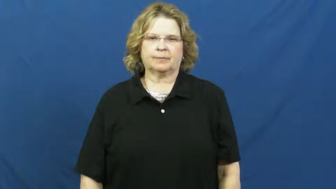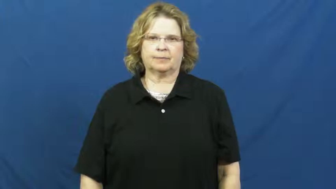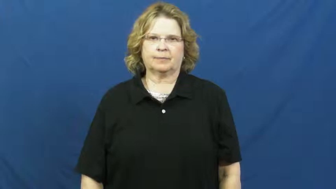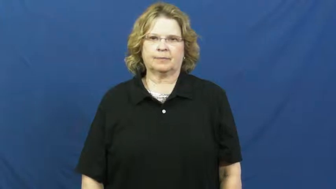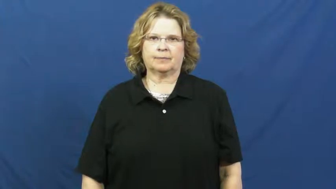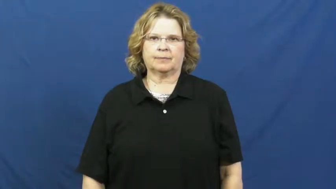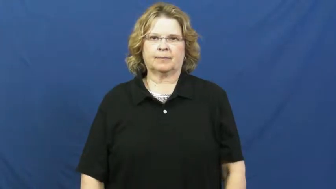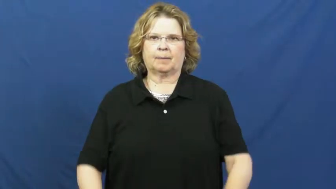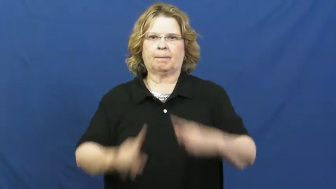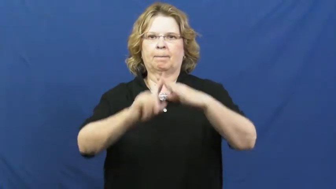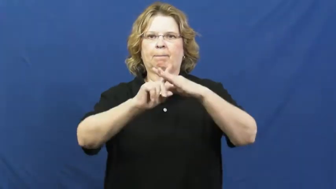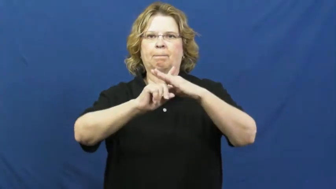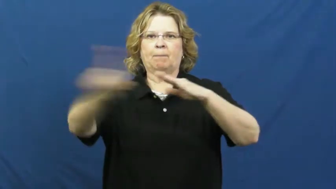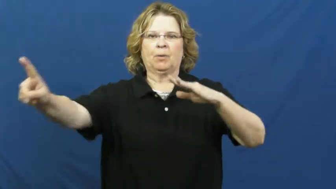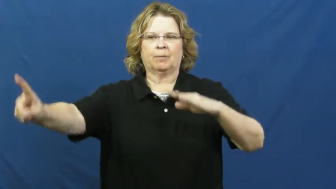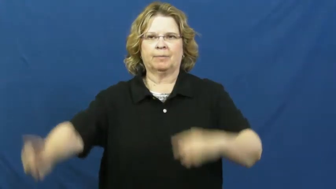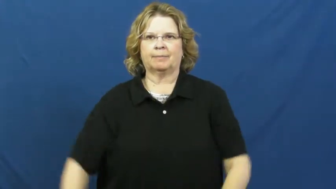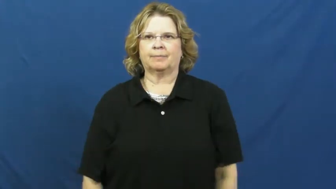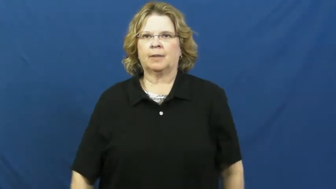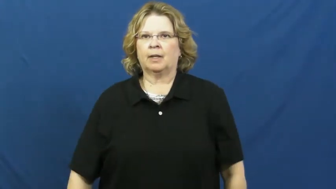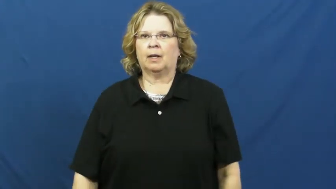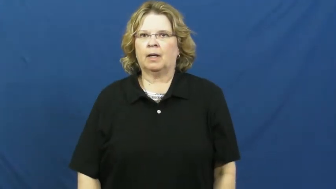dash,dash off-run